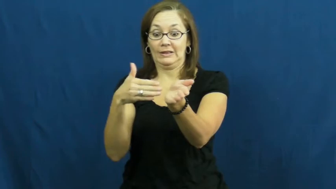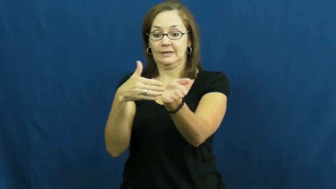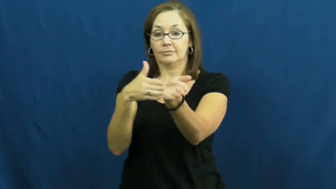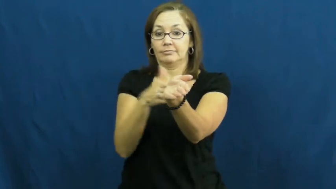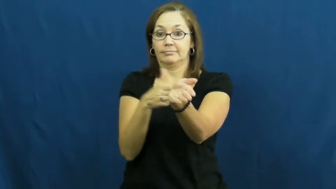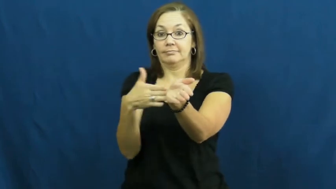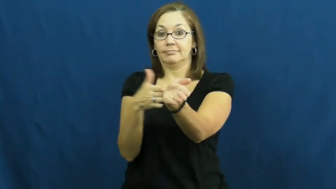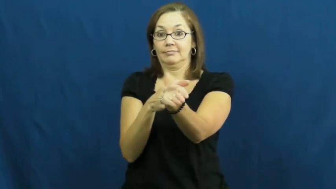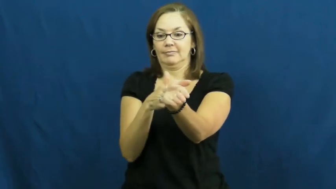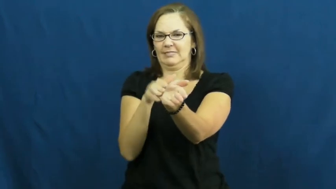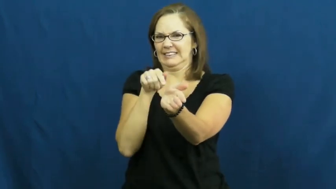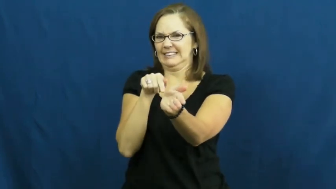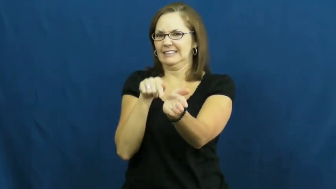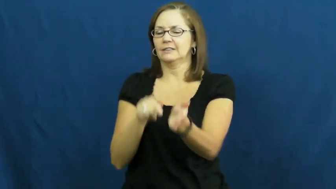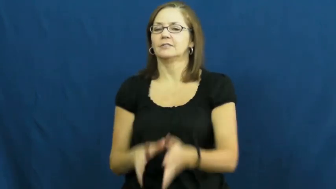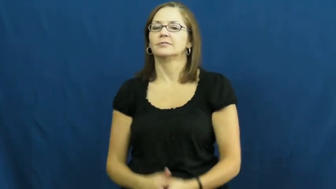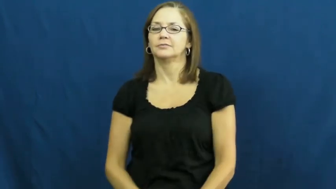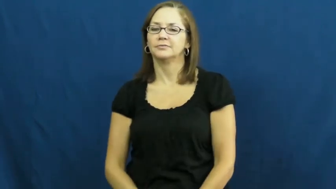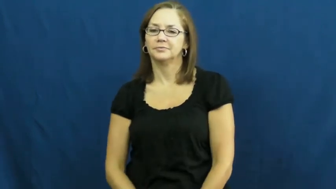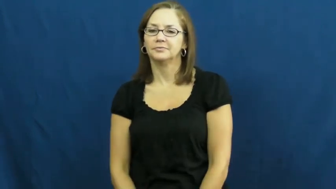rudder